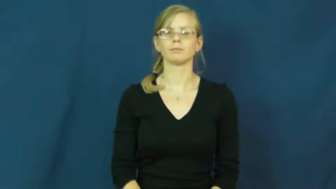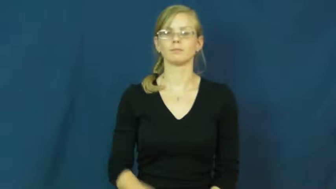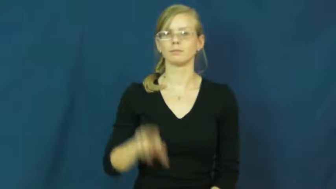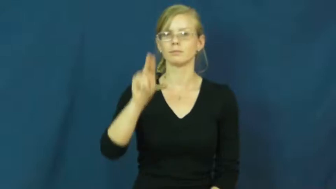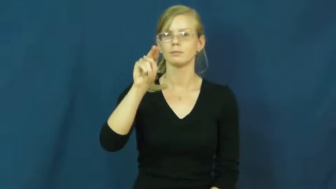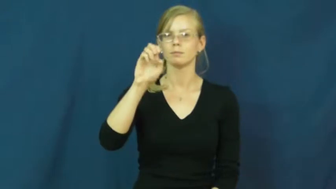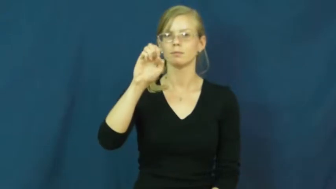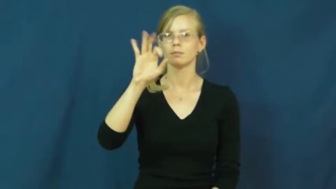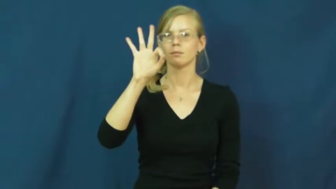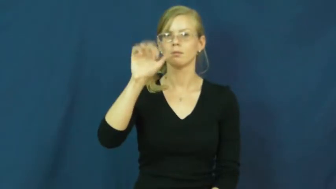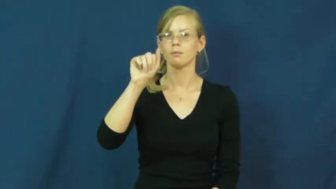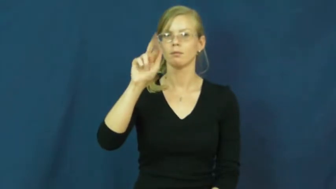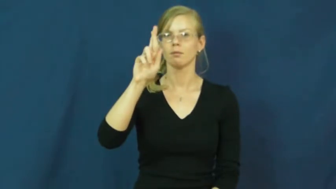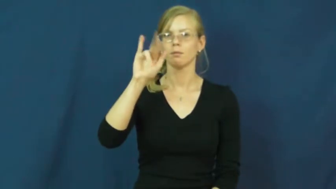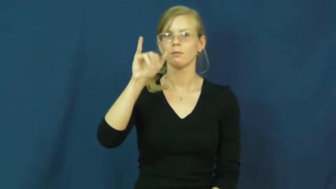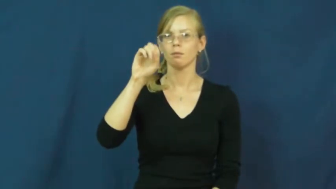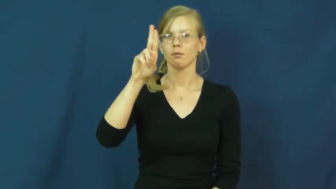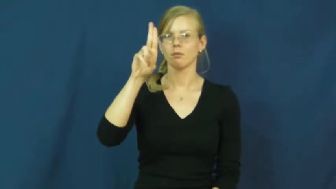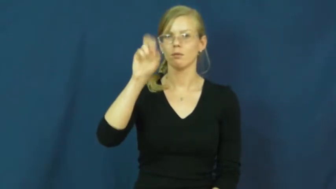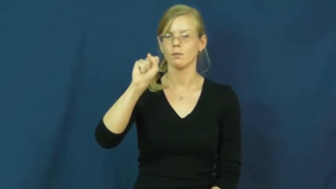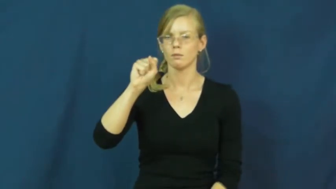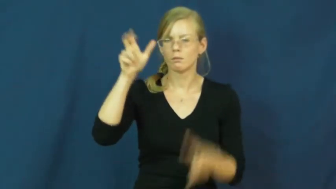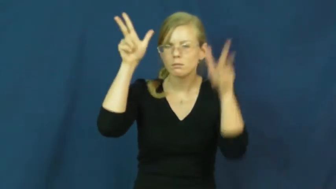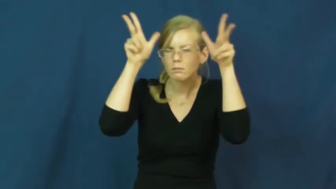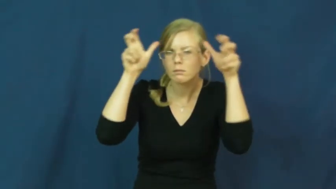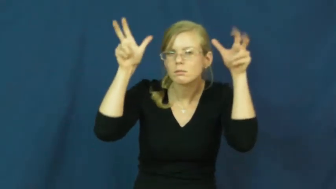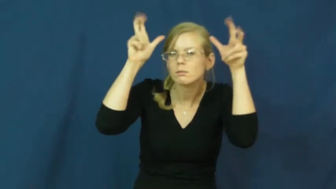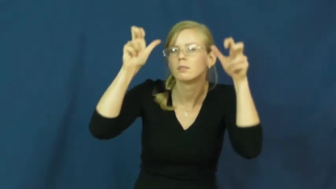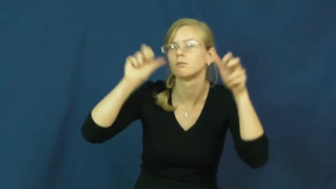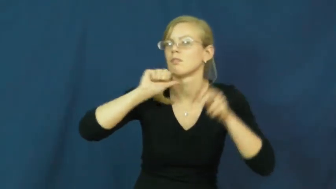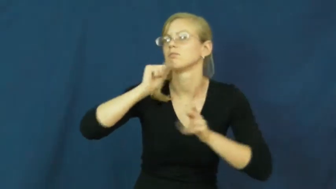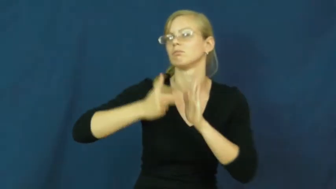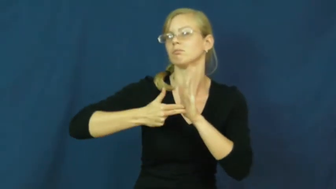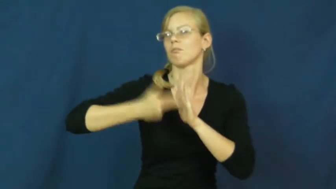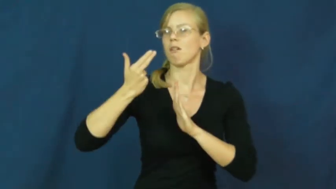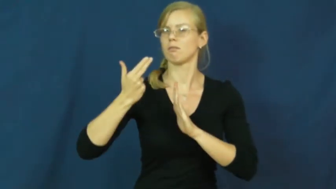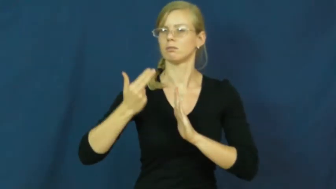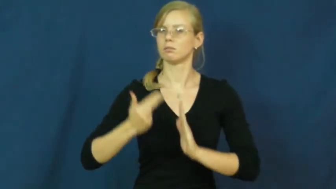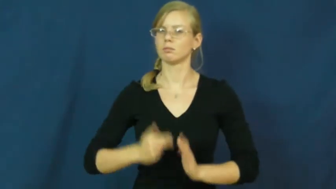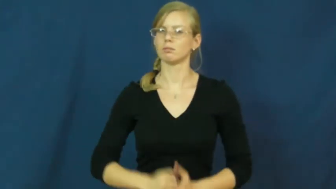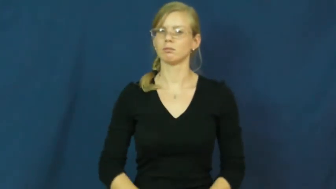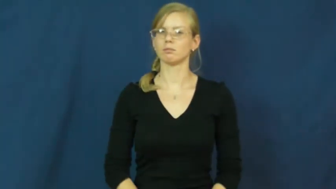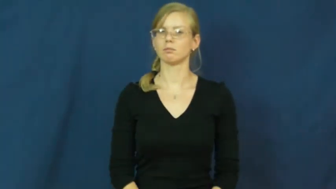nefarious